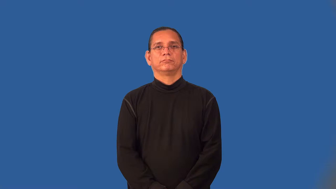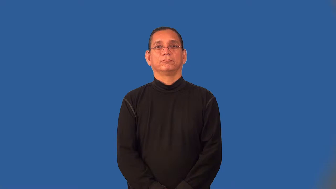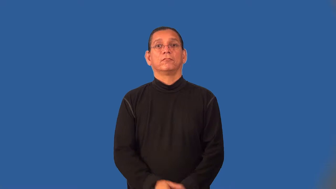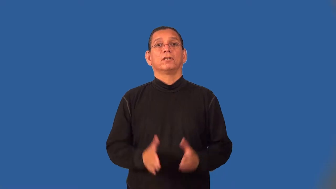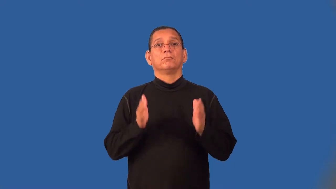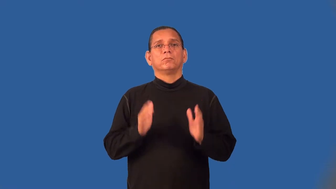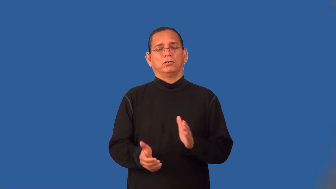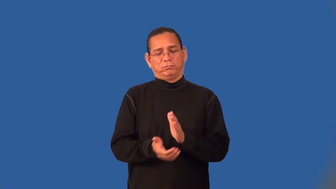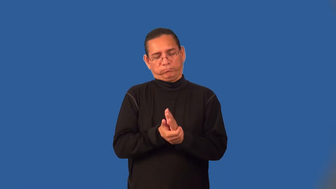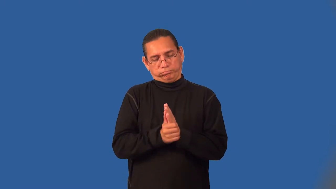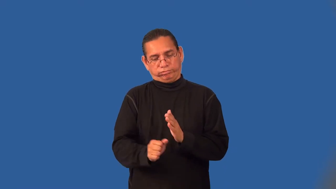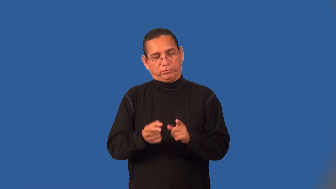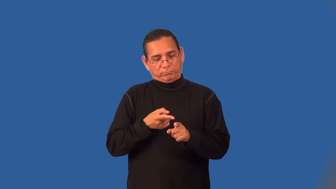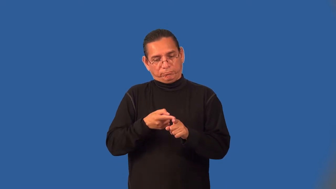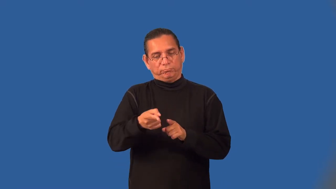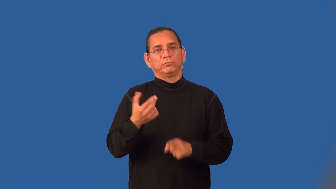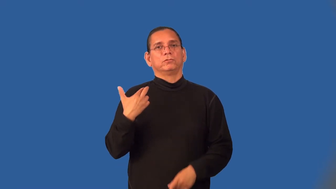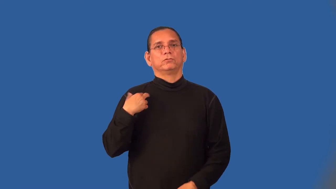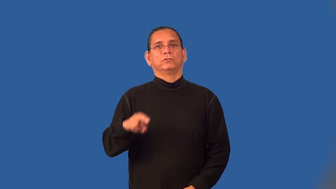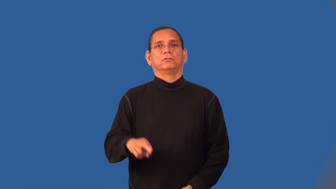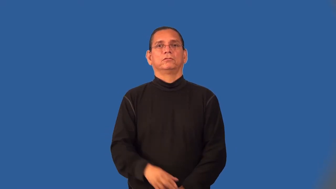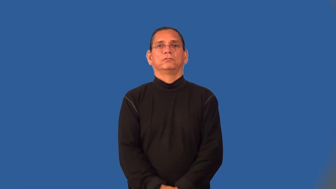theologian